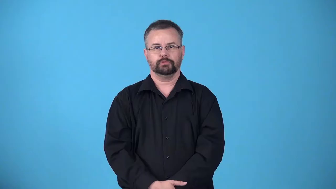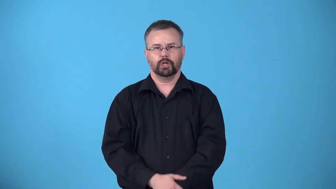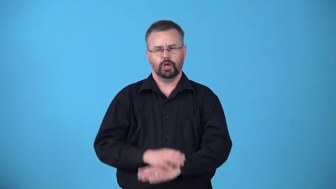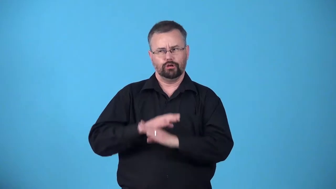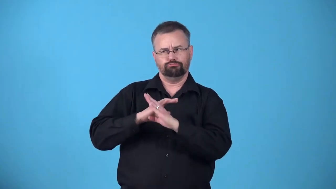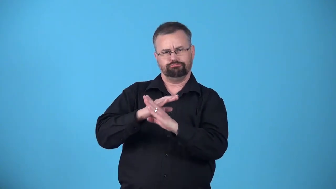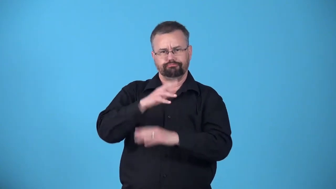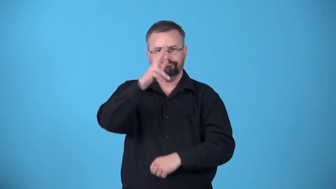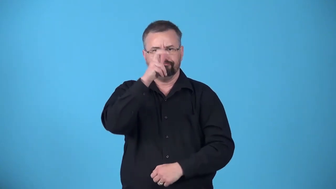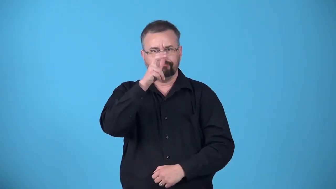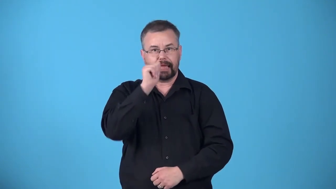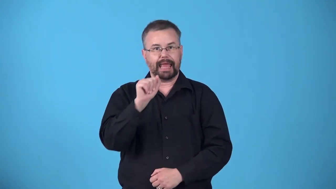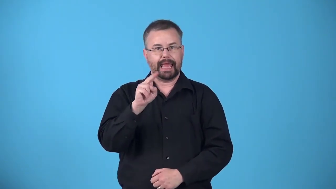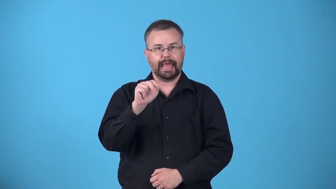antproof